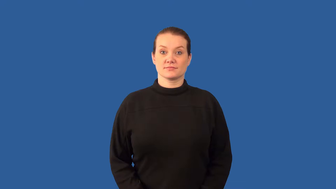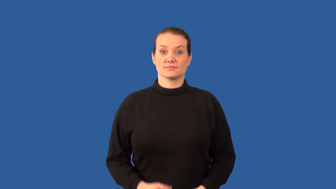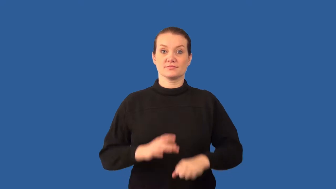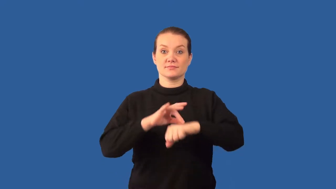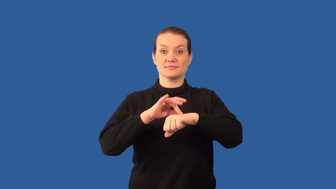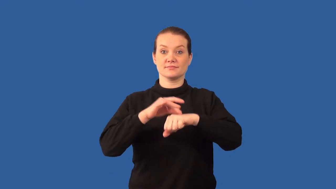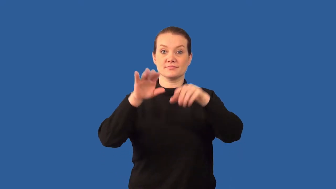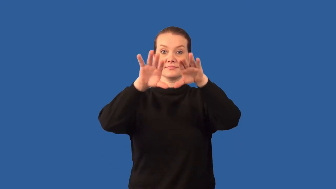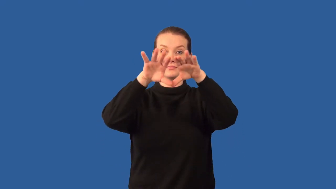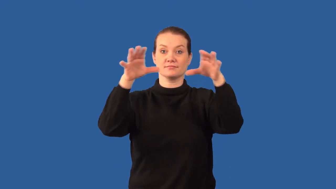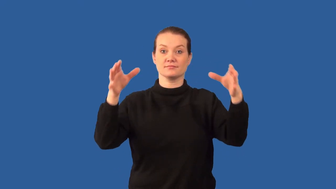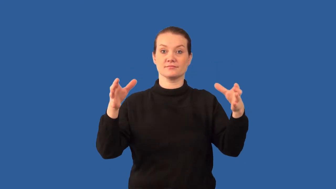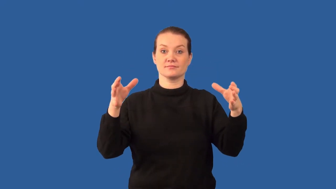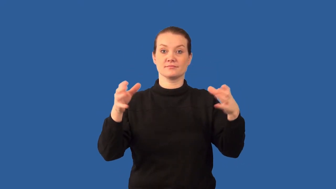biosphere